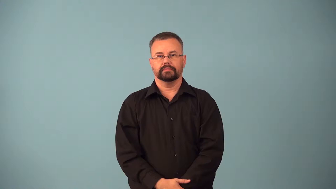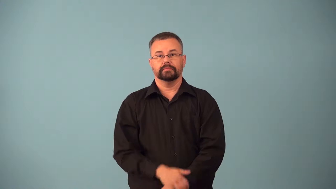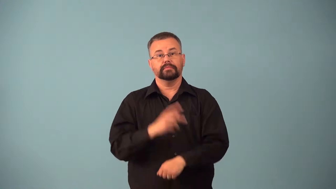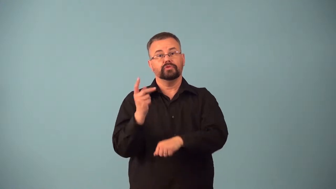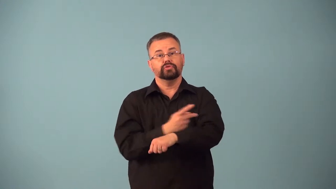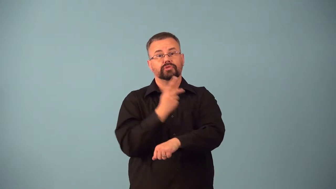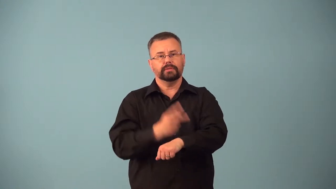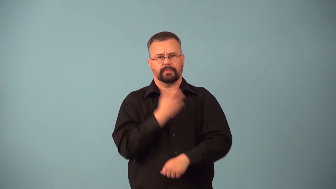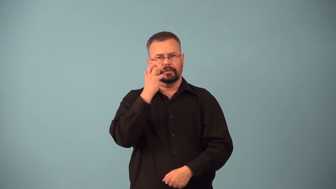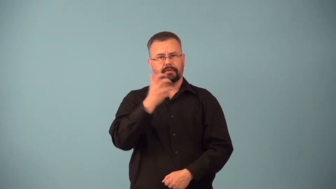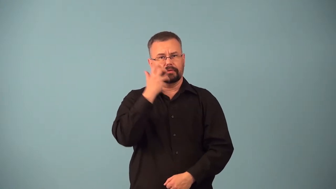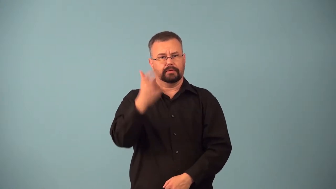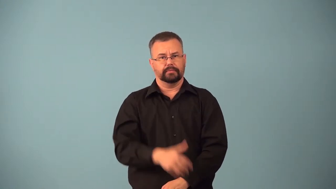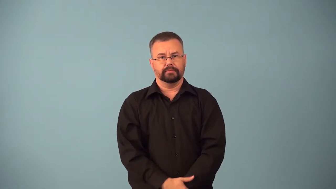baa-sheep sound